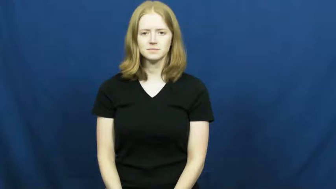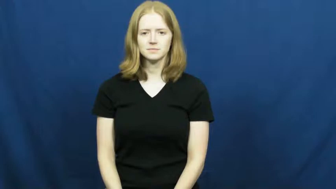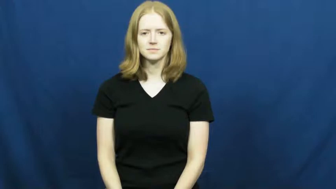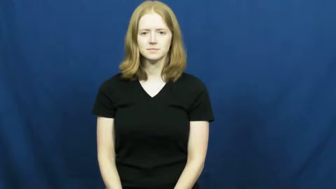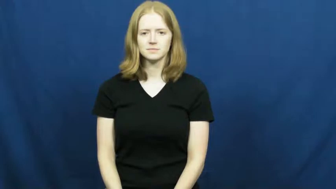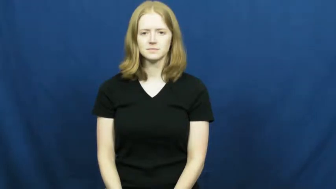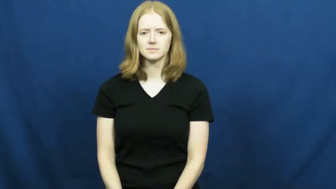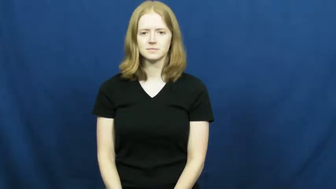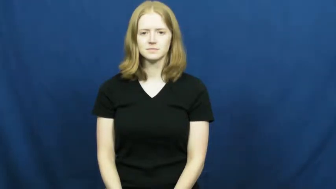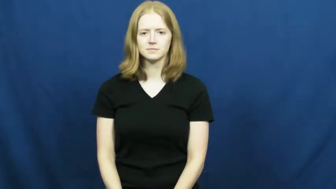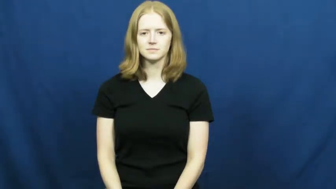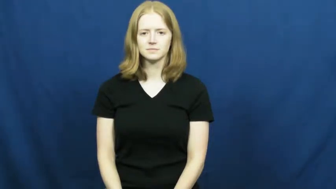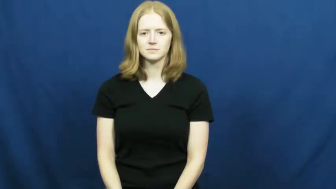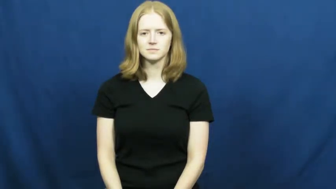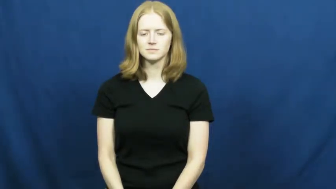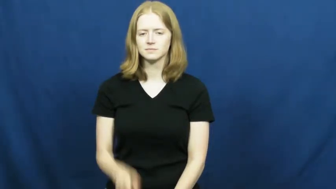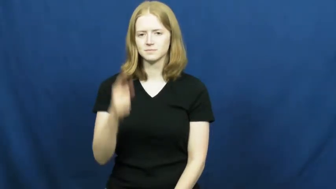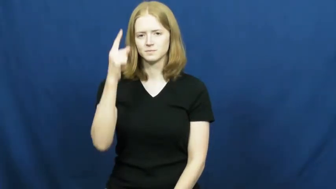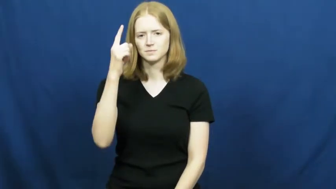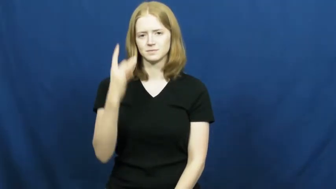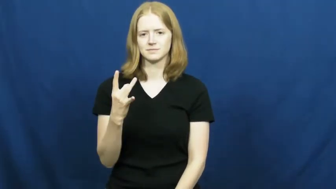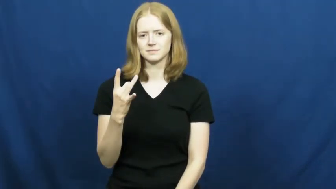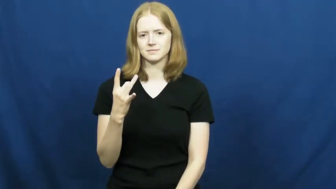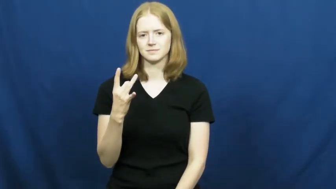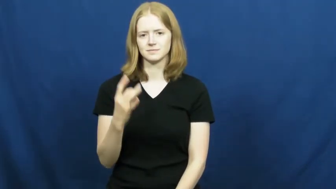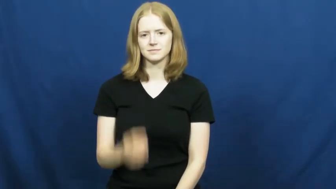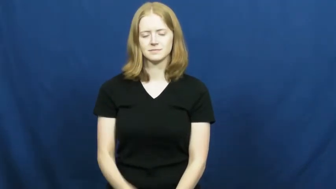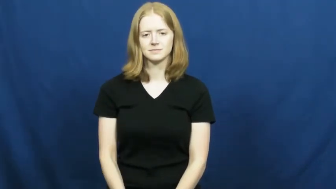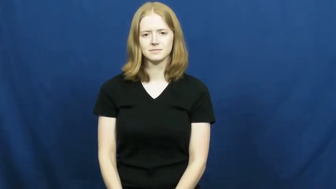one-eighth